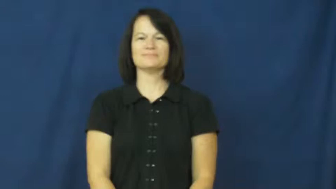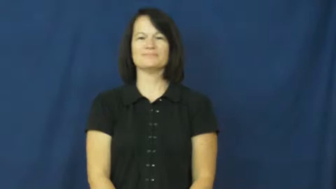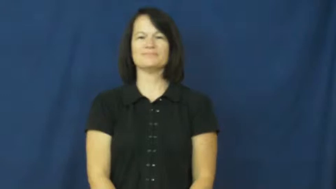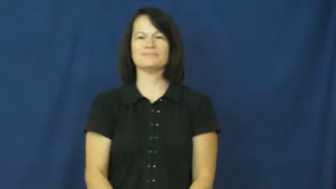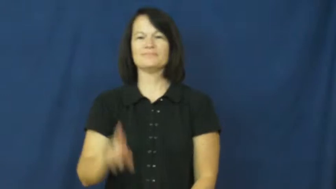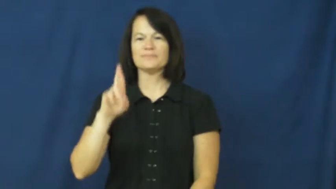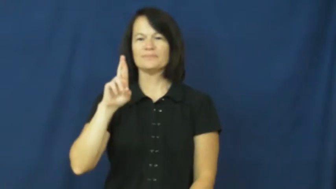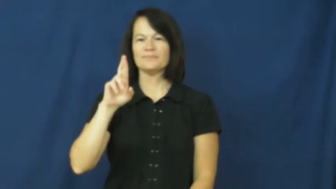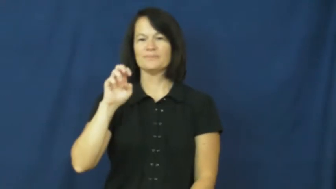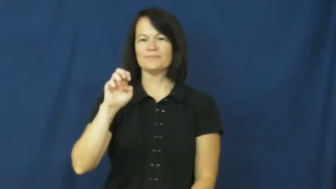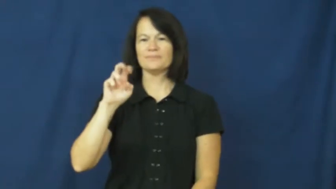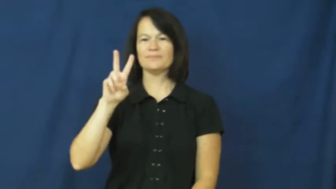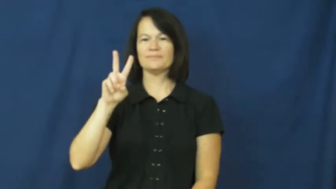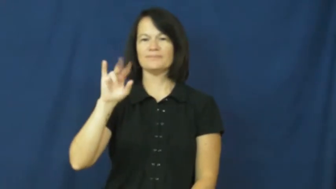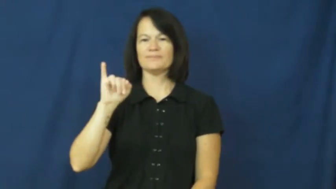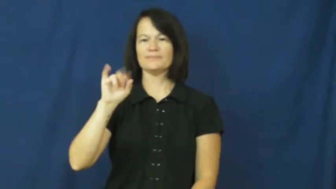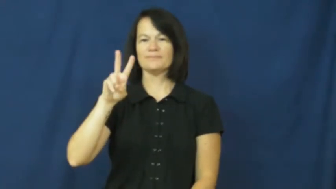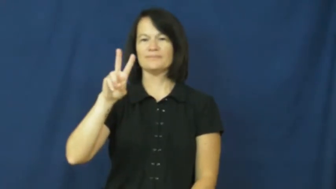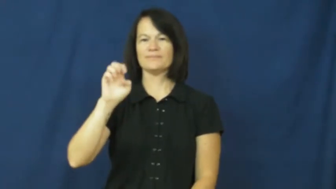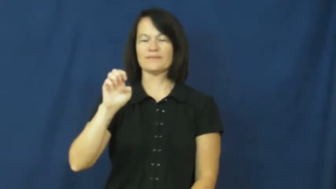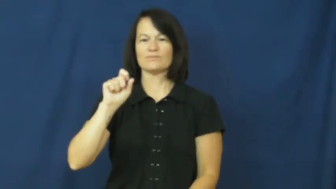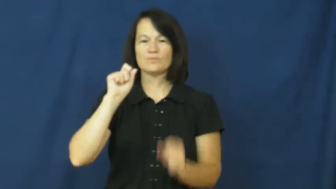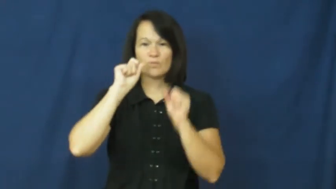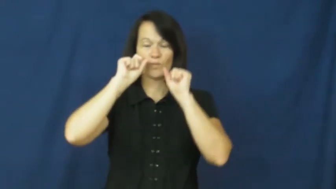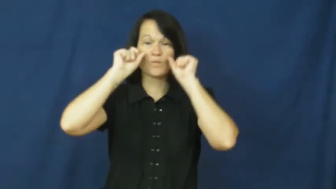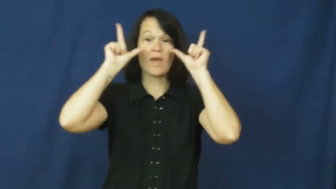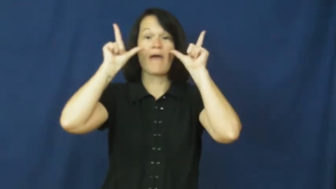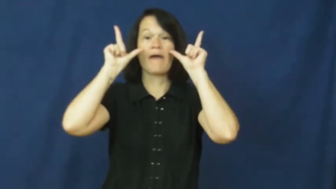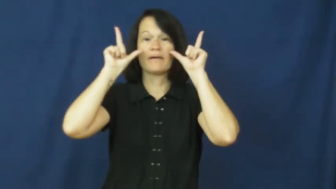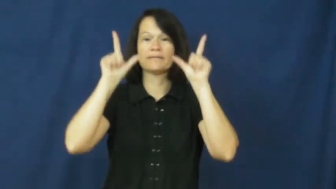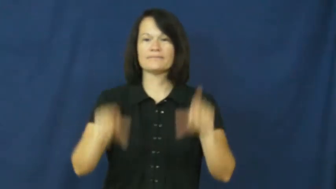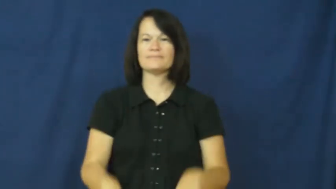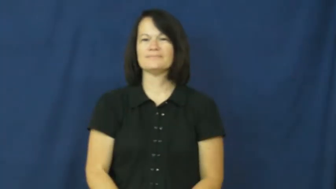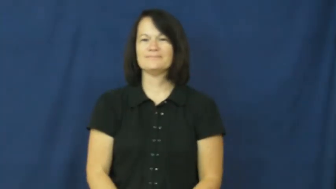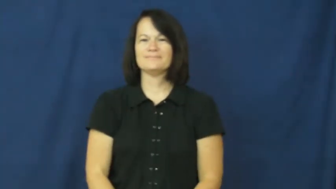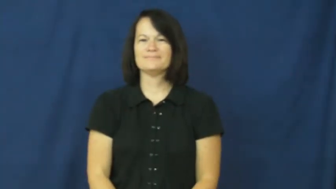revive-wake